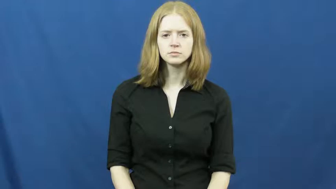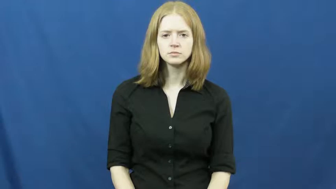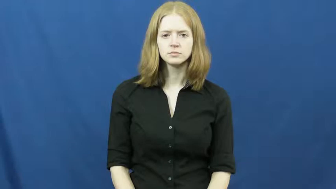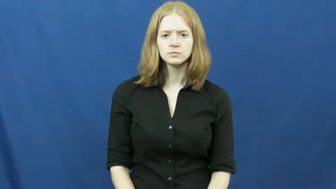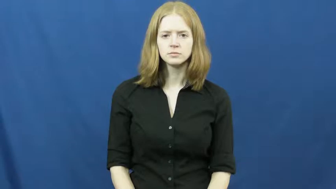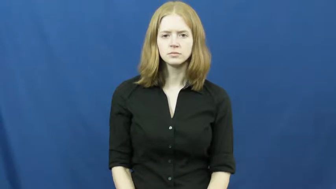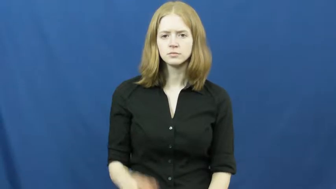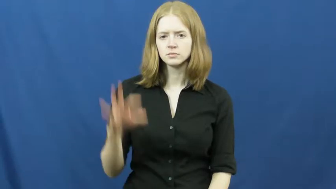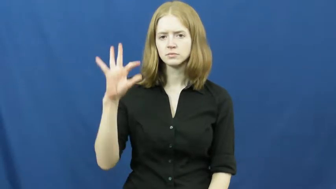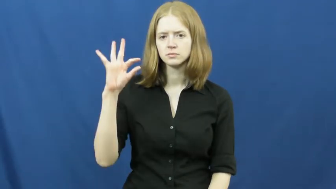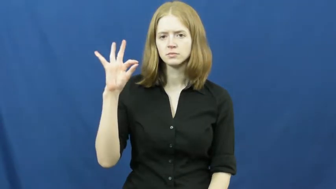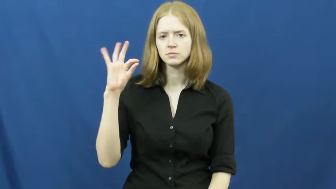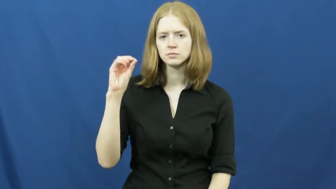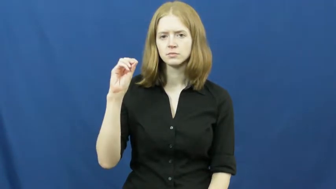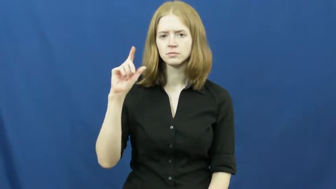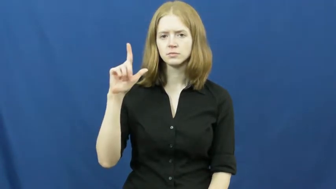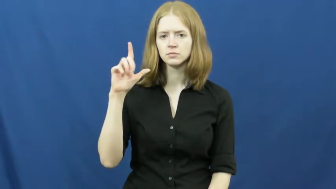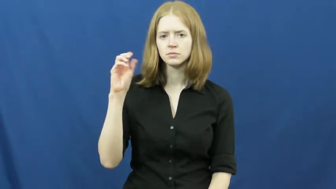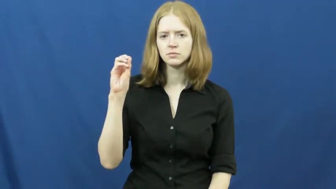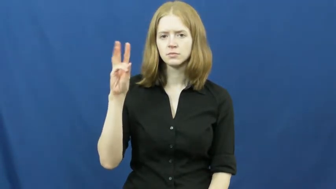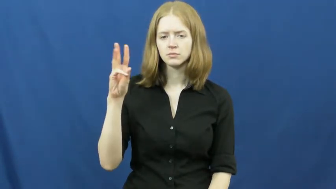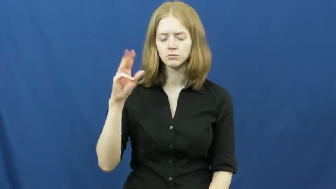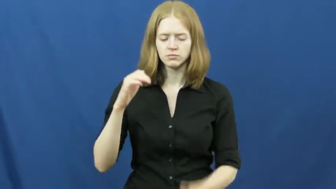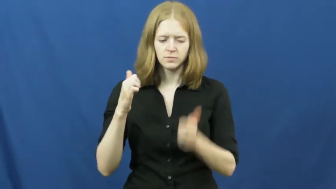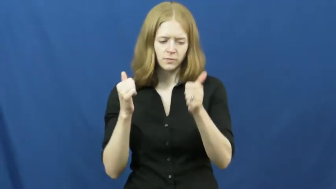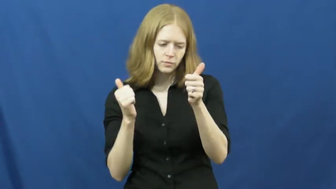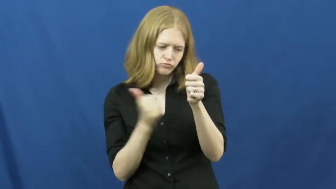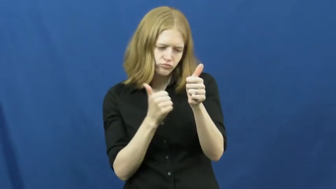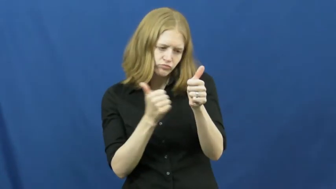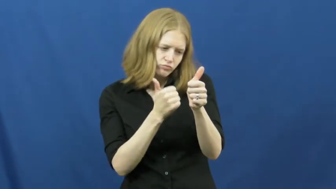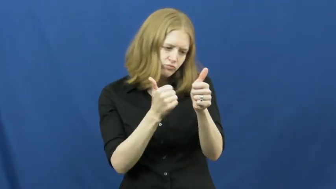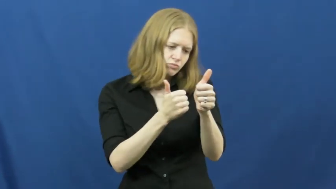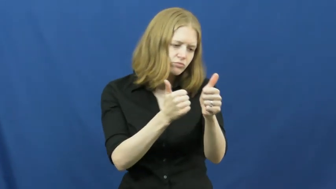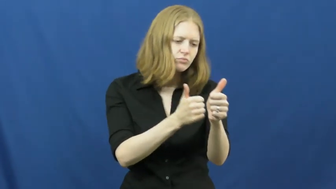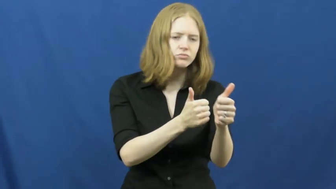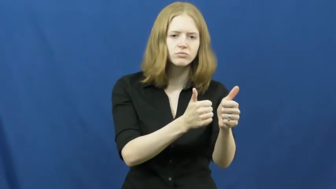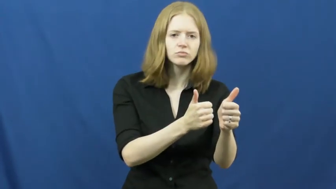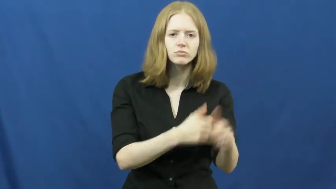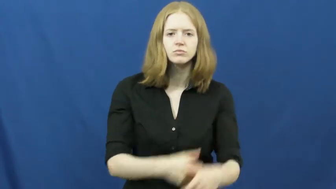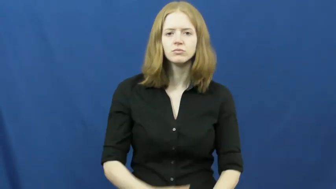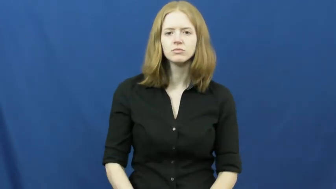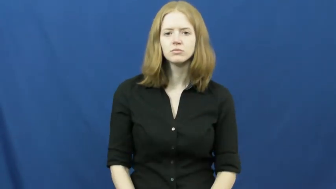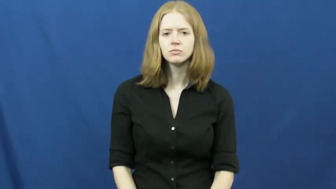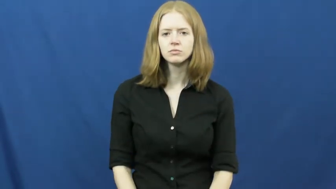follow